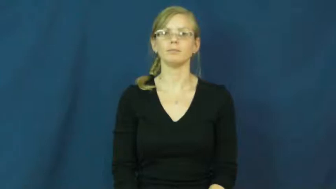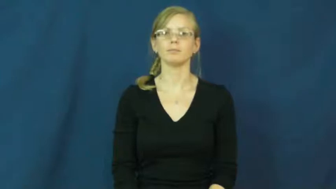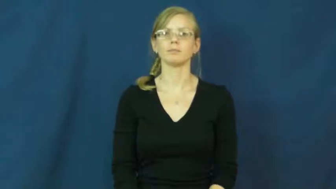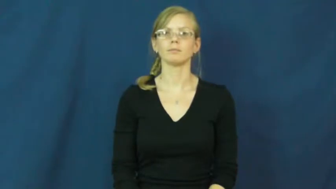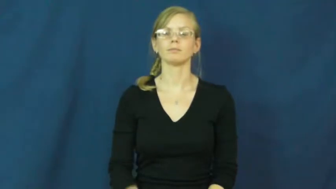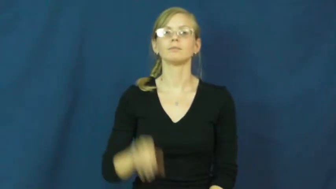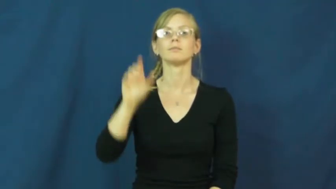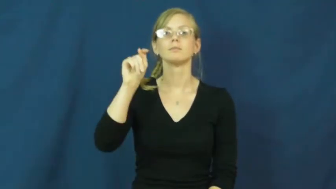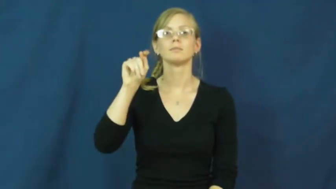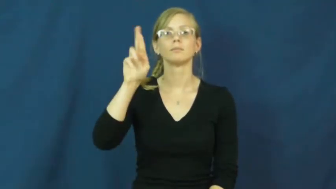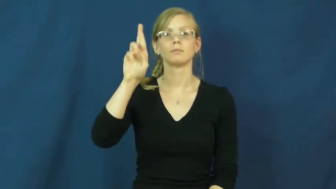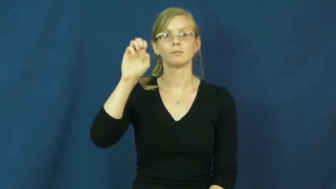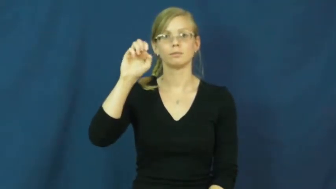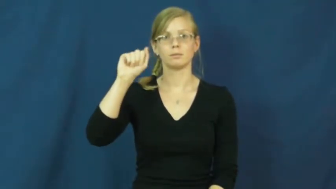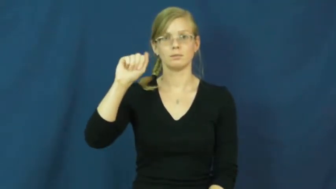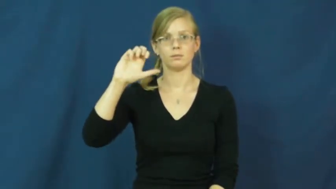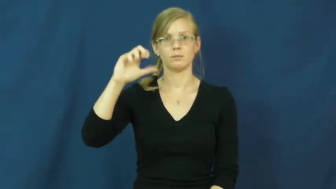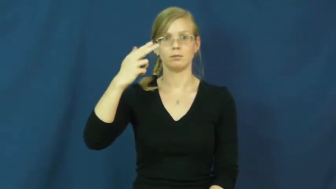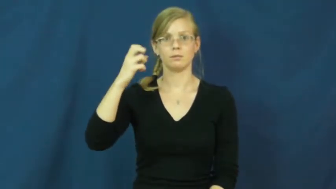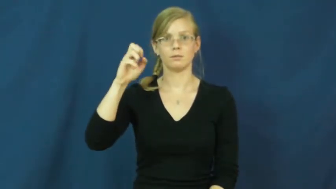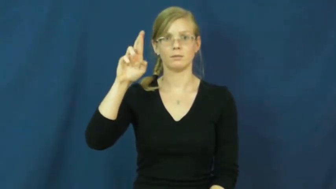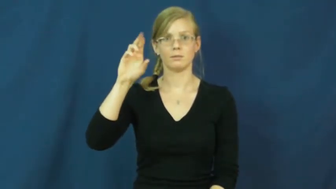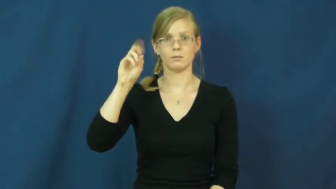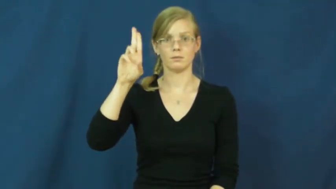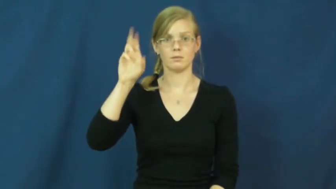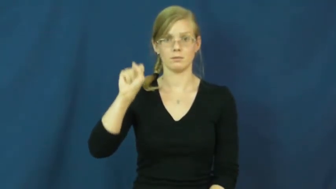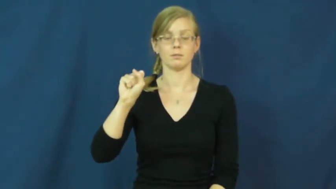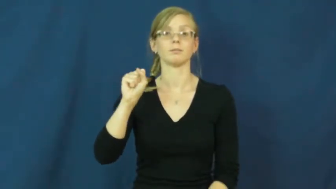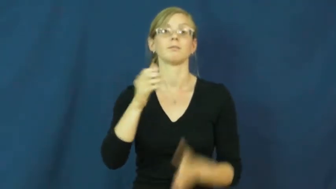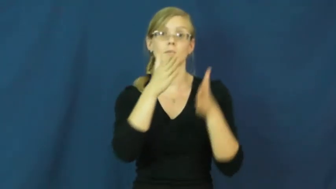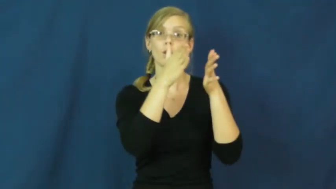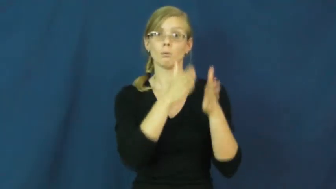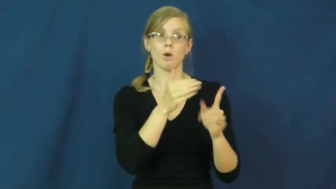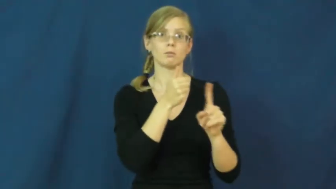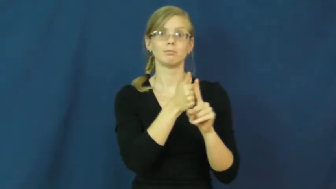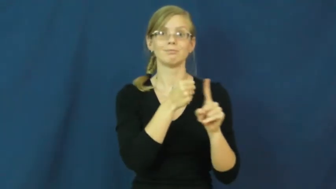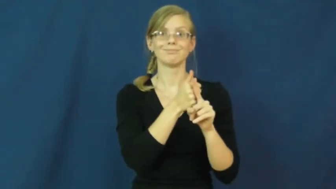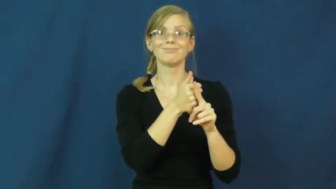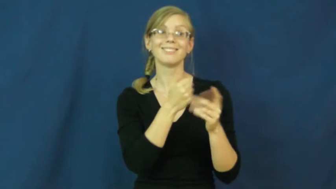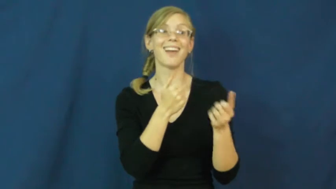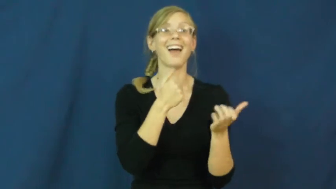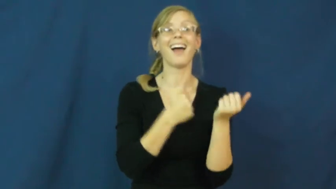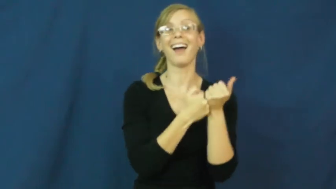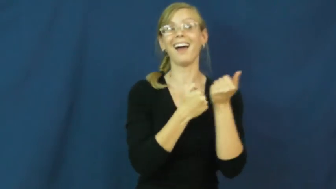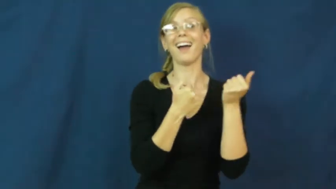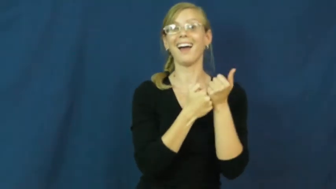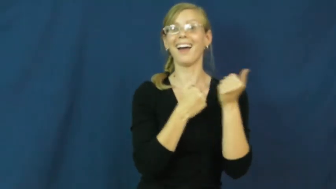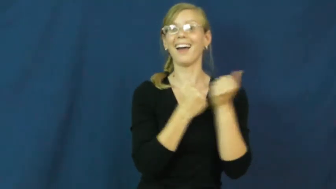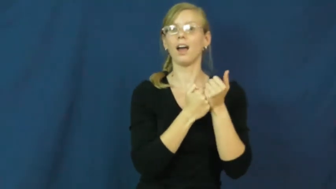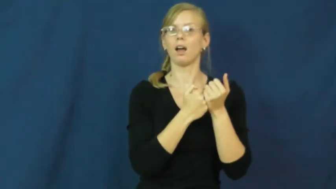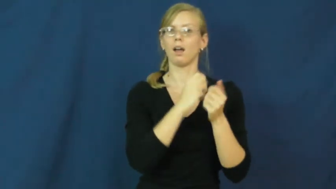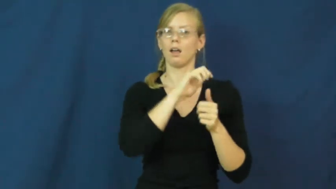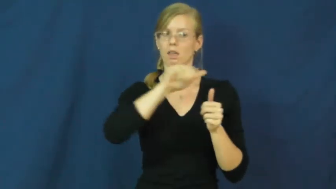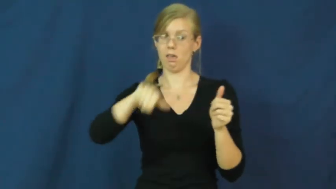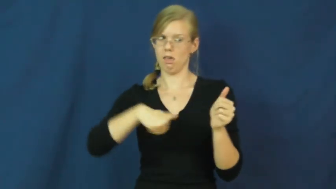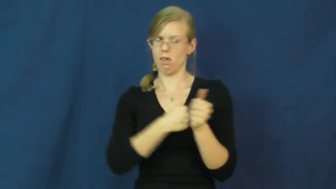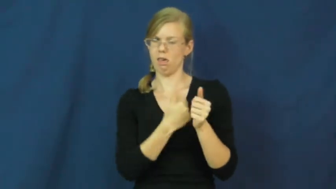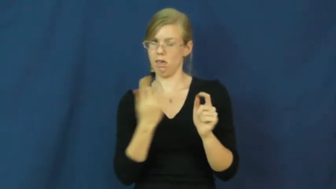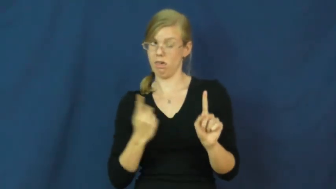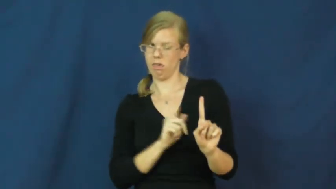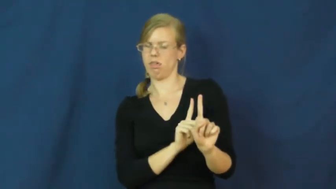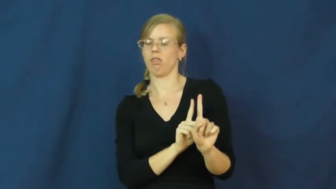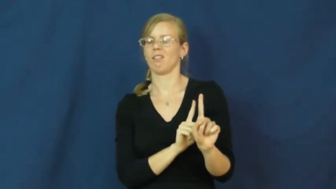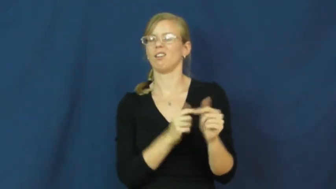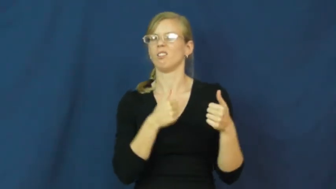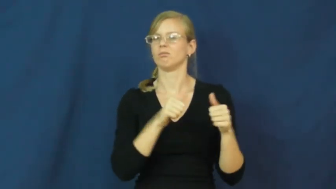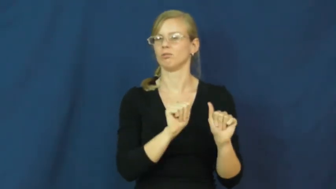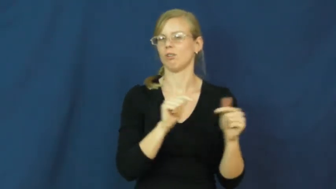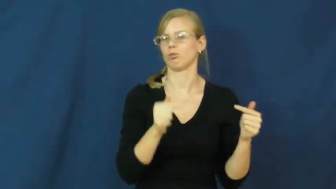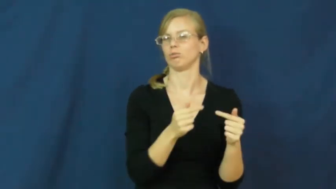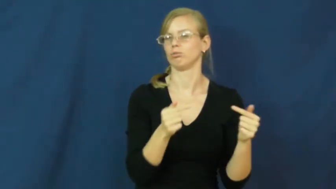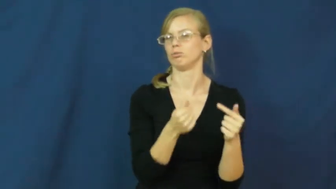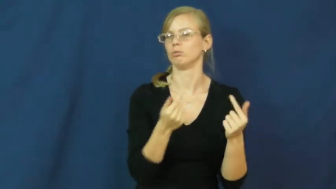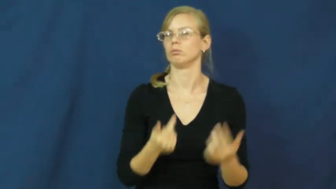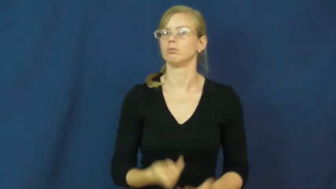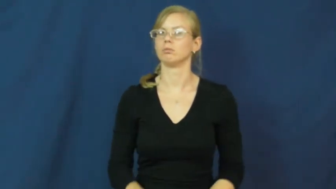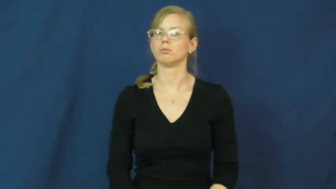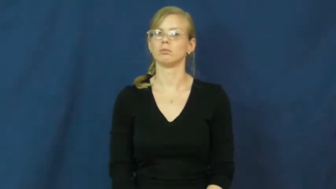treacherous-behind back